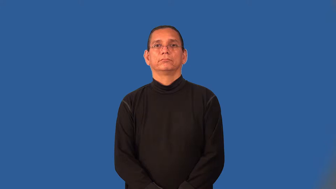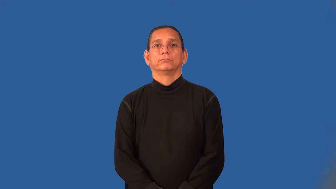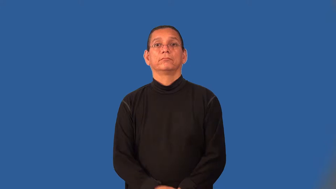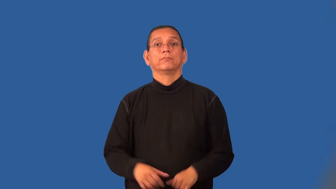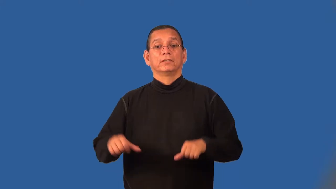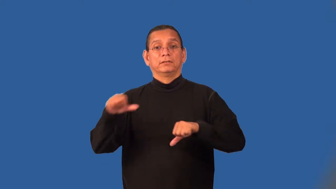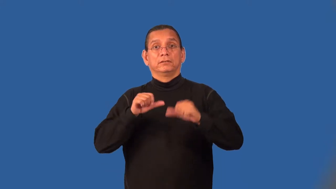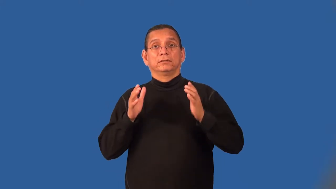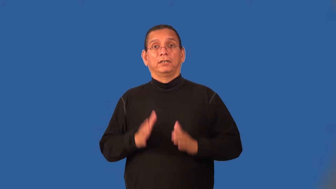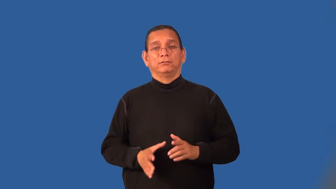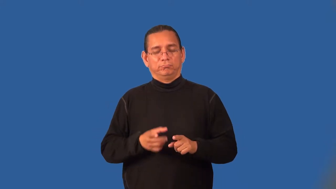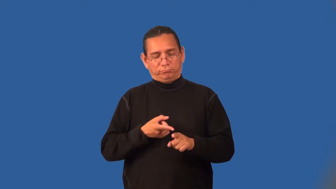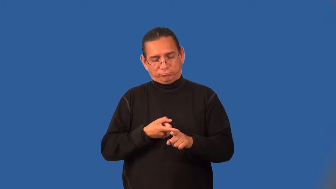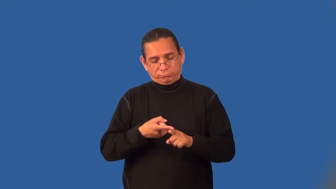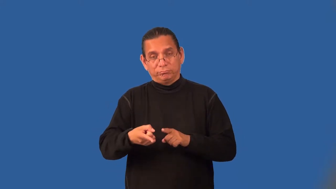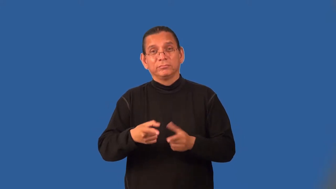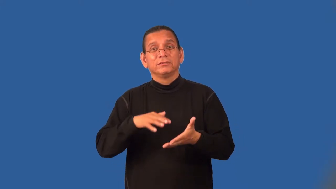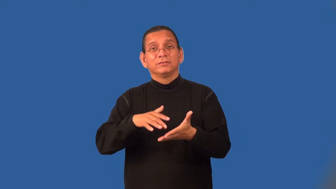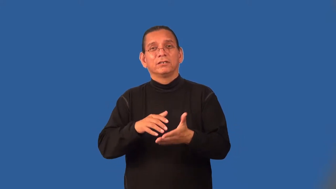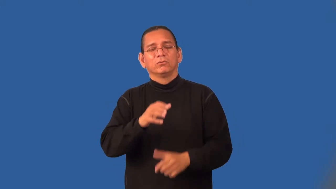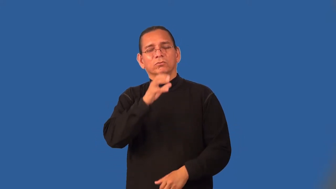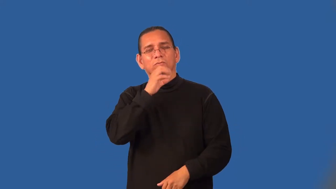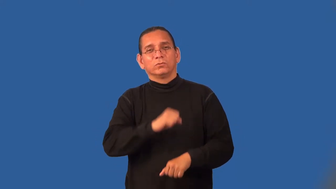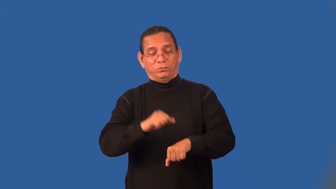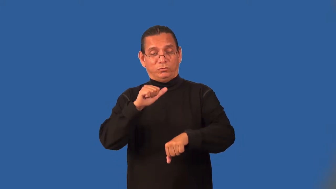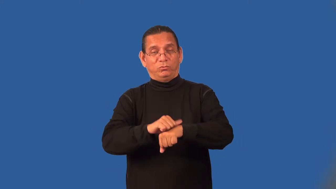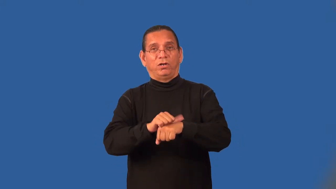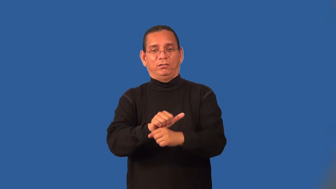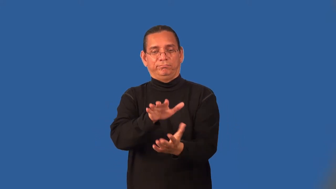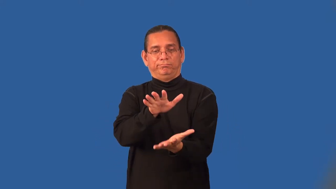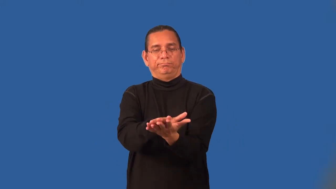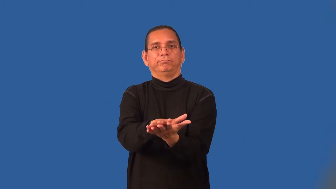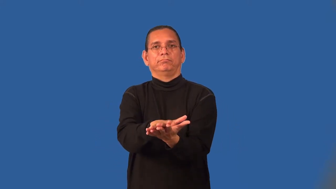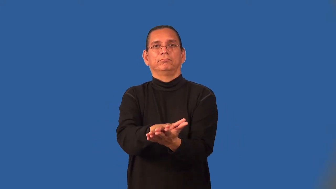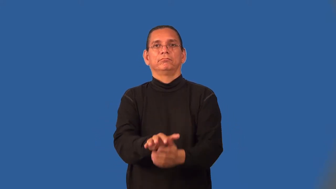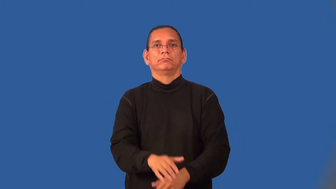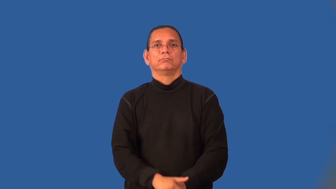paleontologist